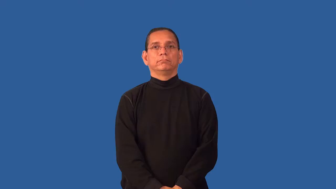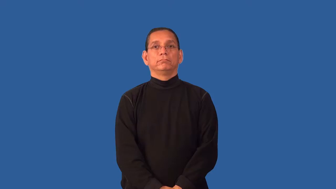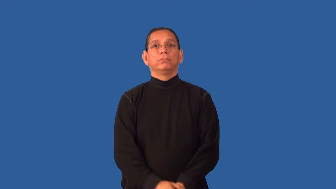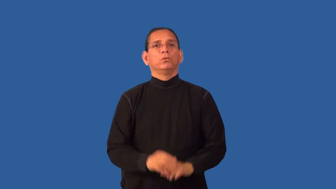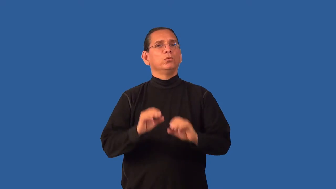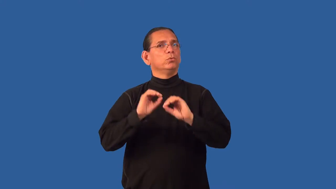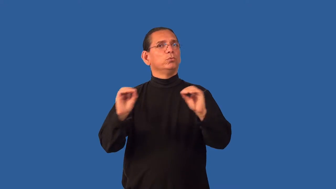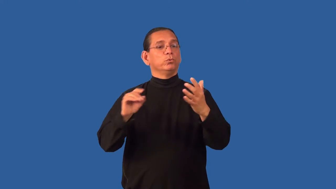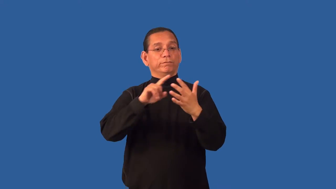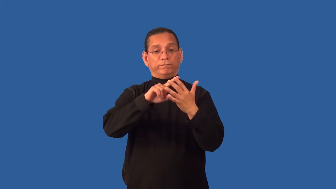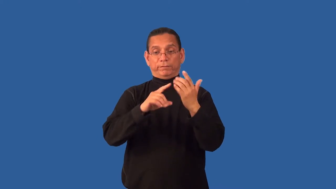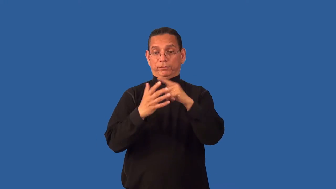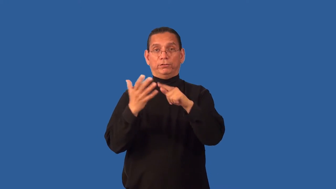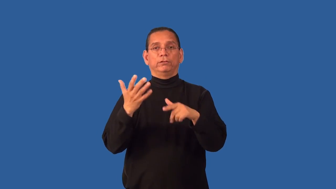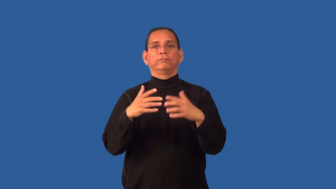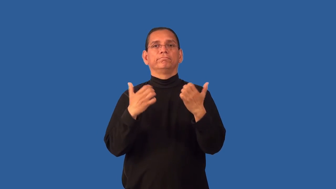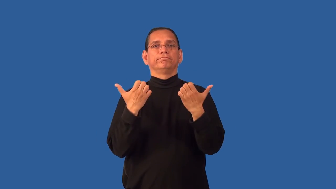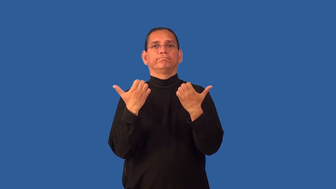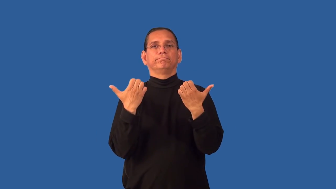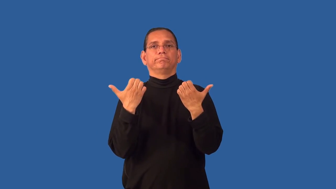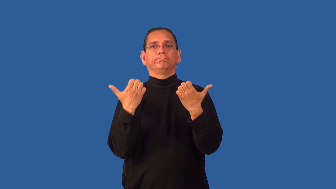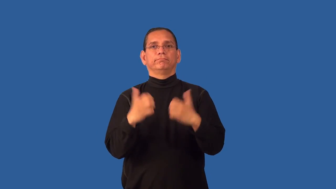fingerless